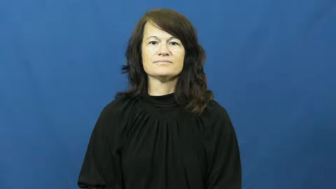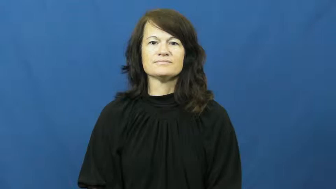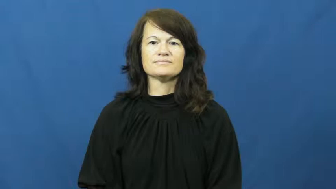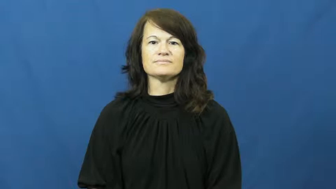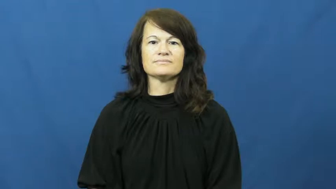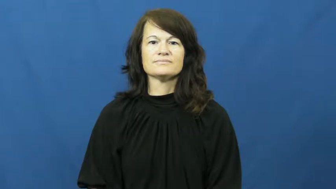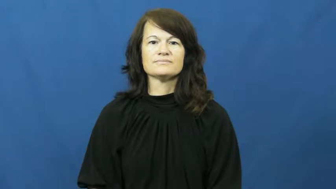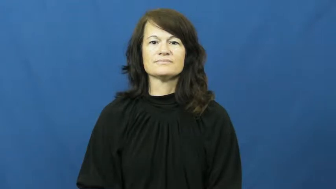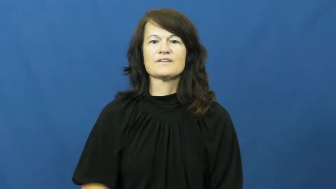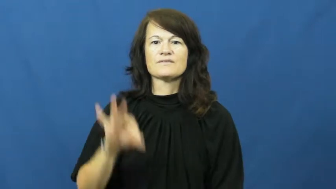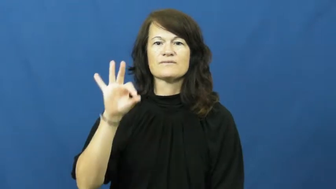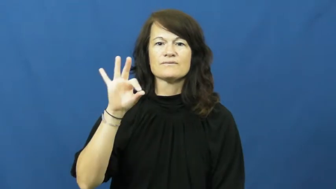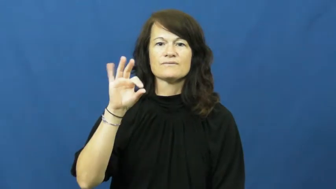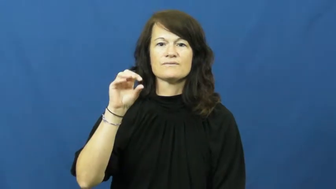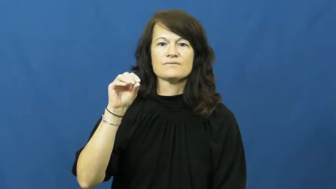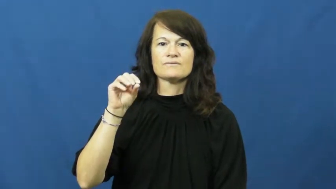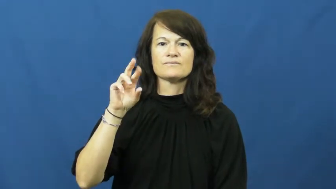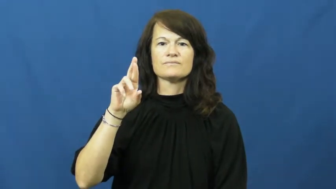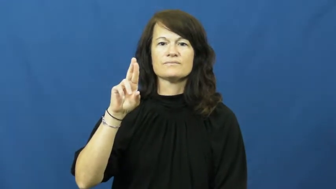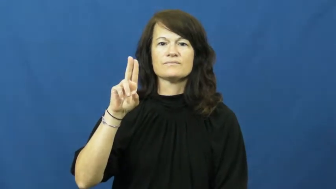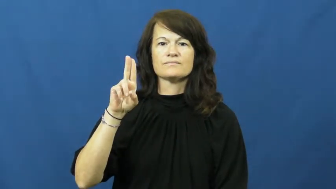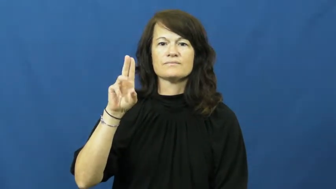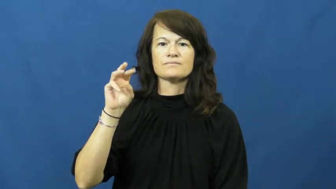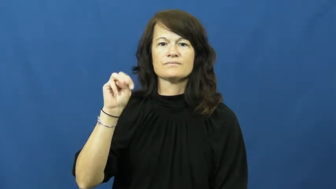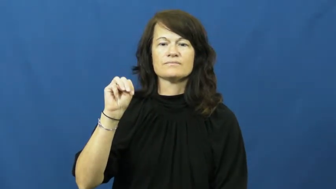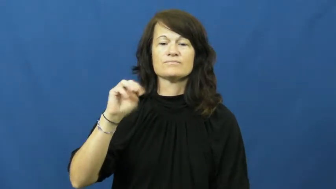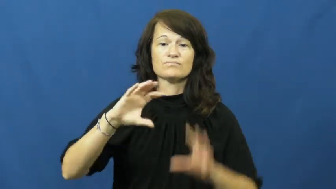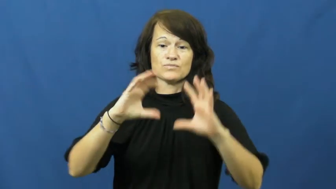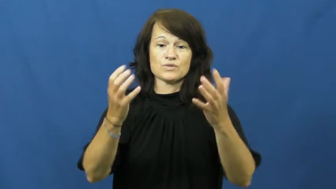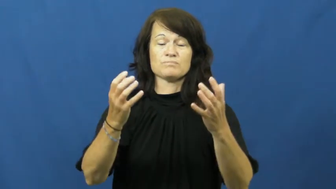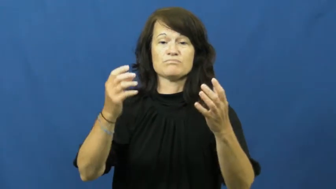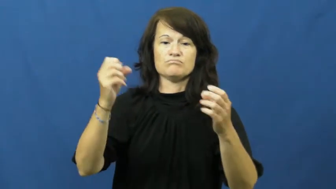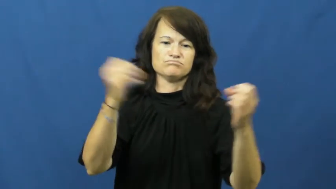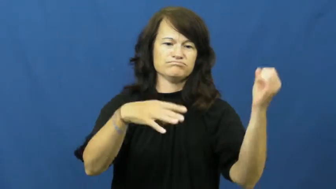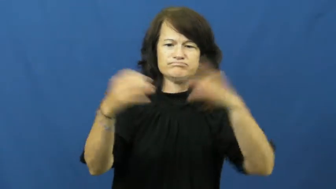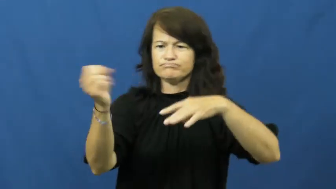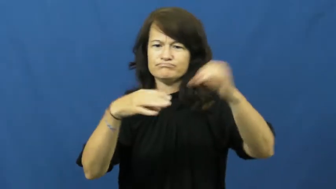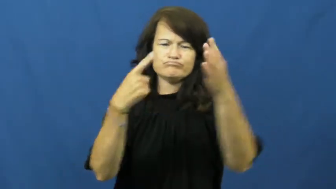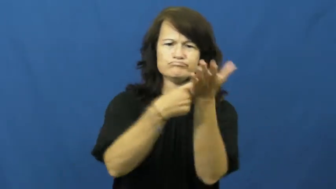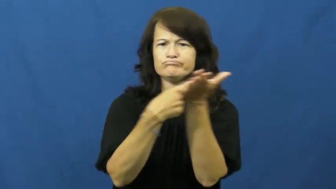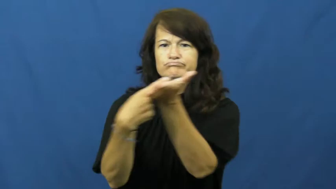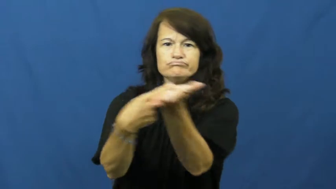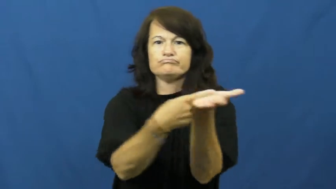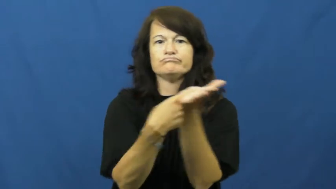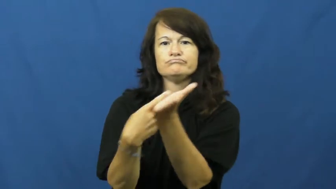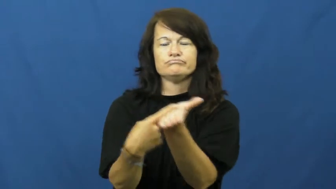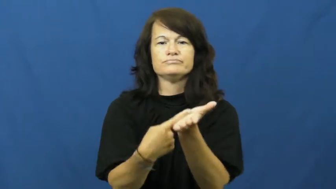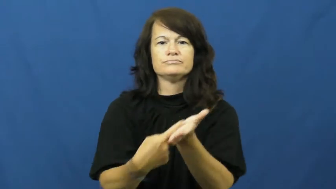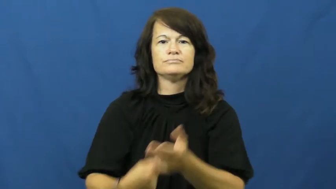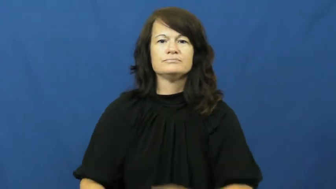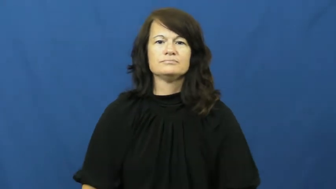forum